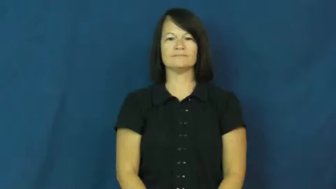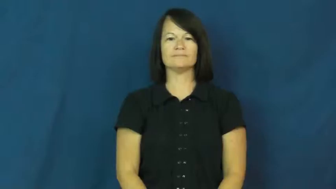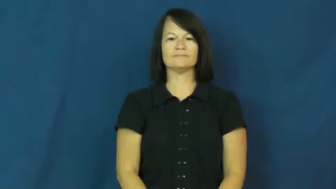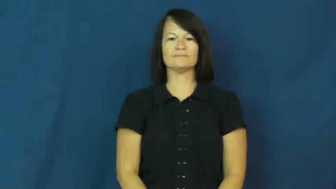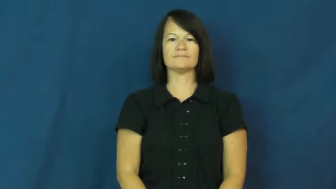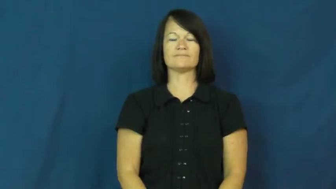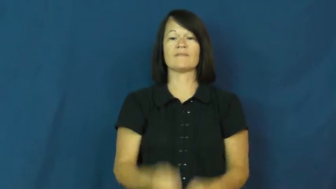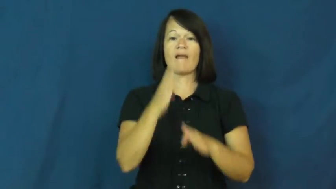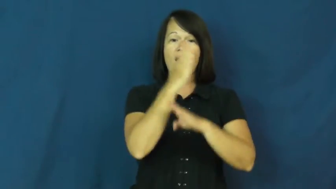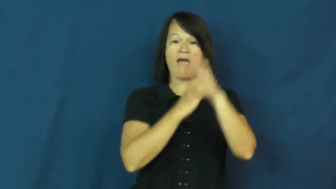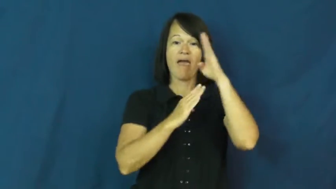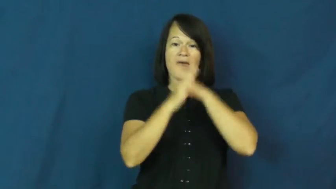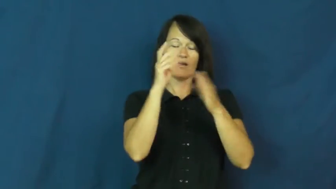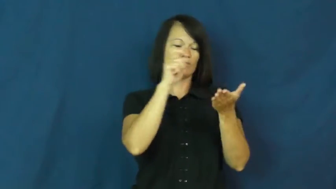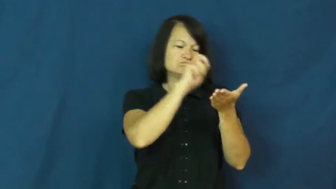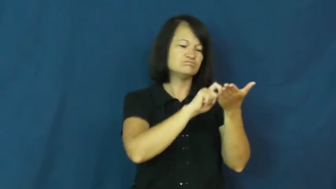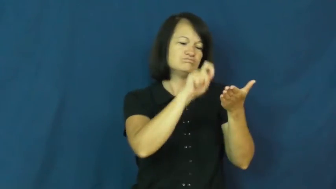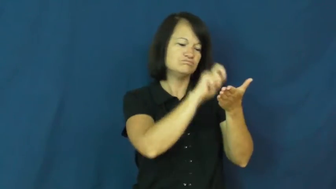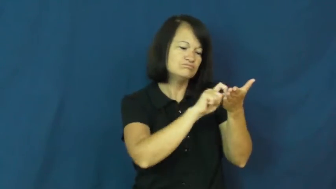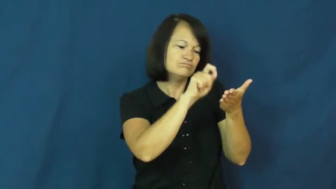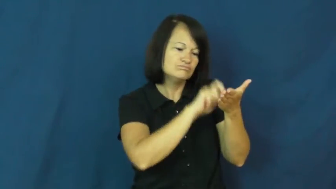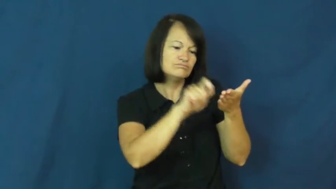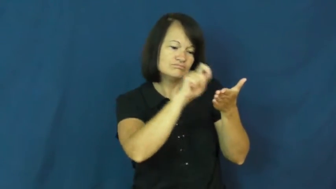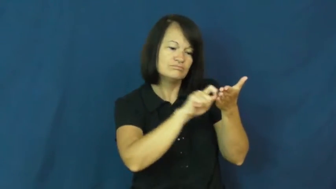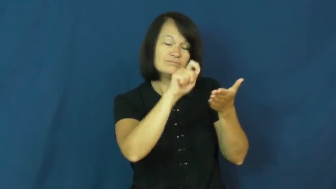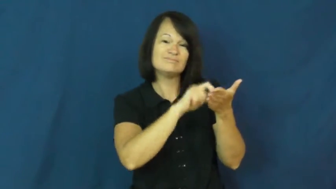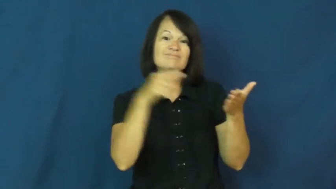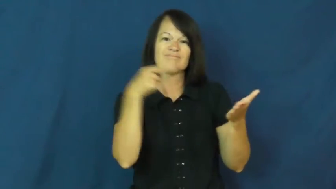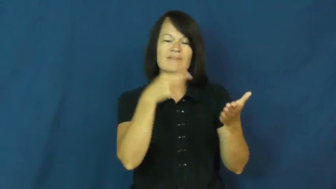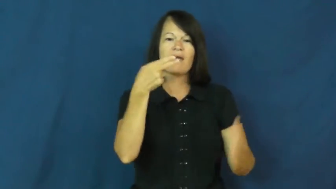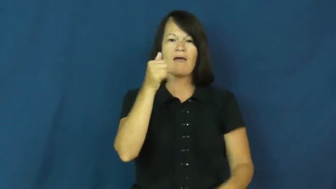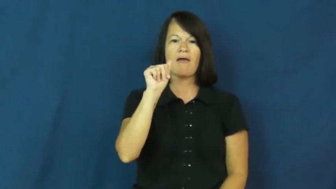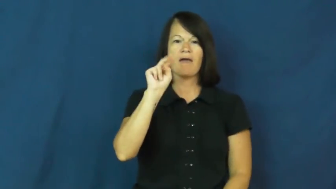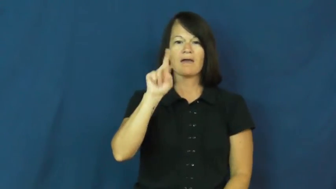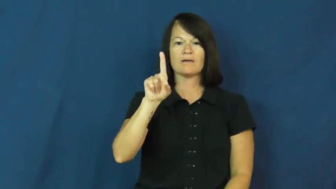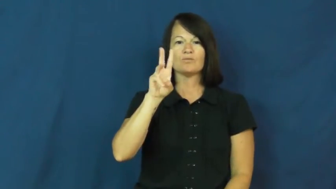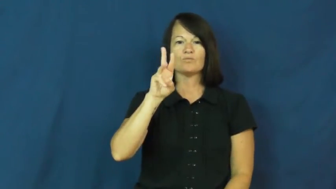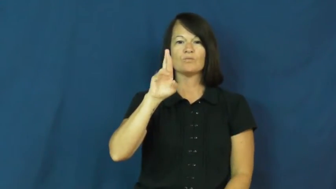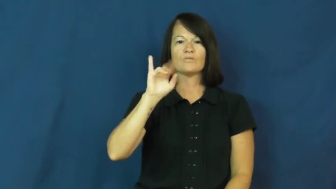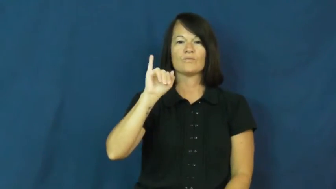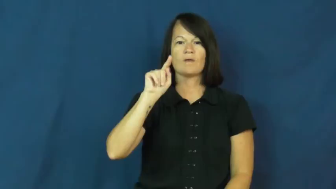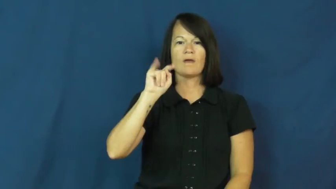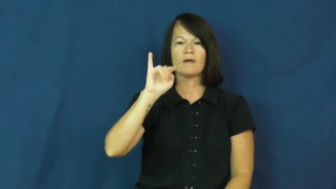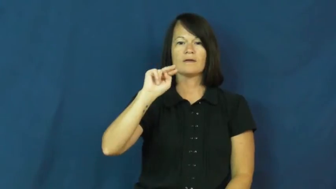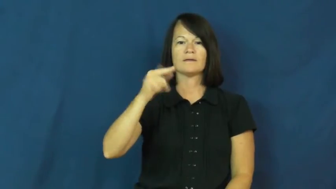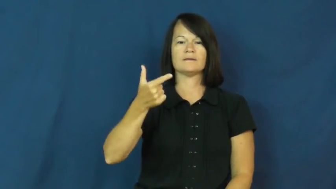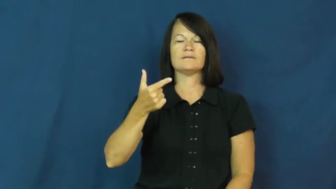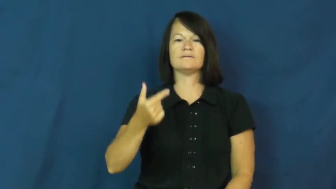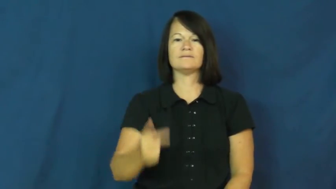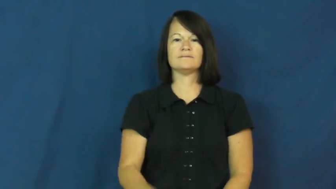handwriting